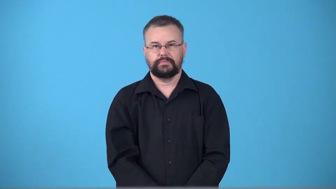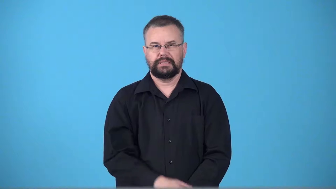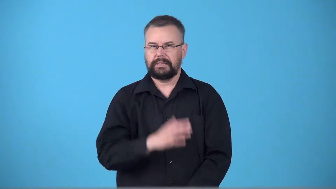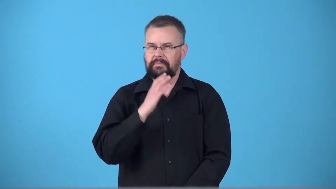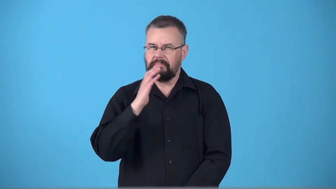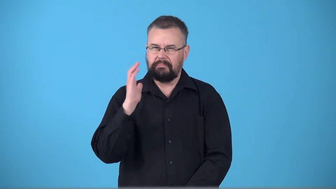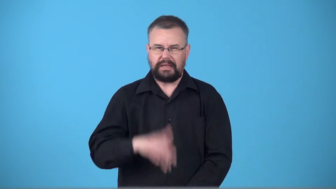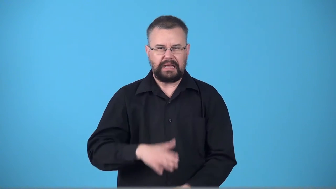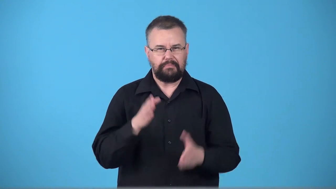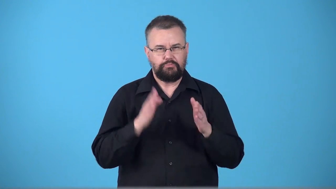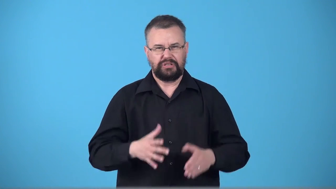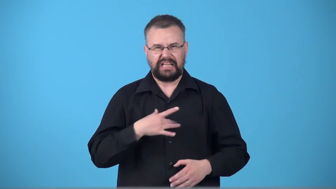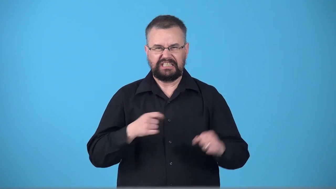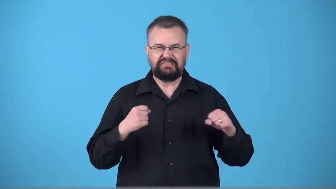thug,muscle